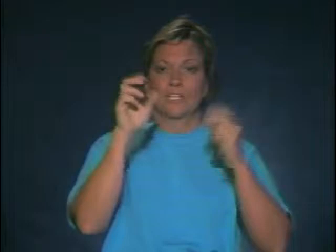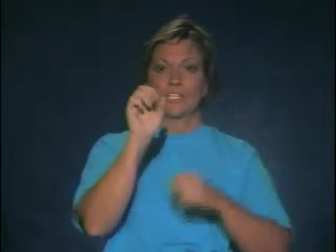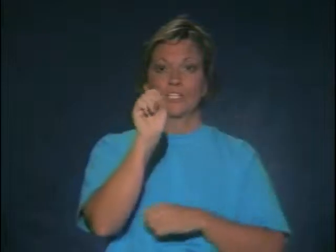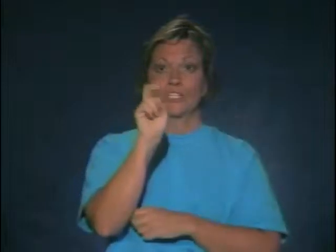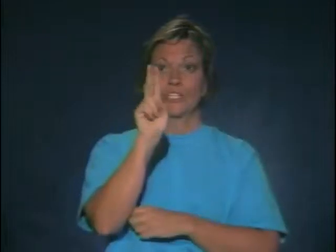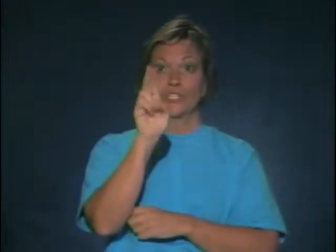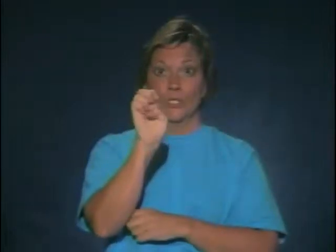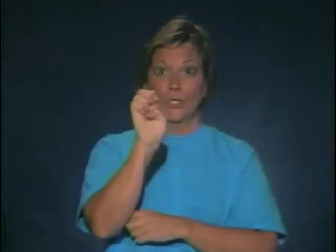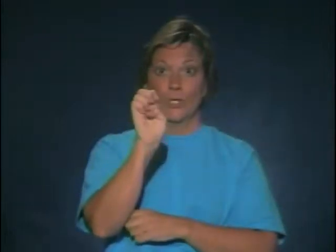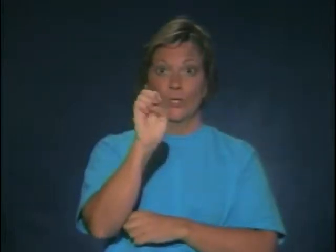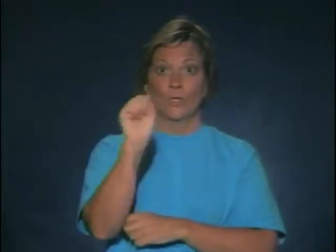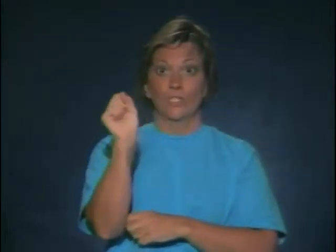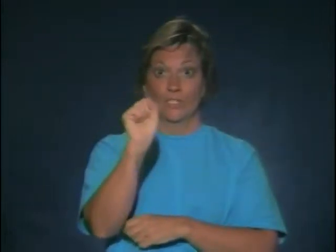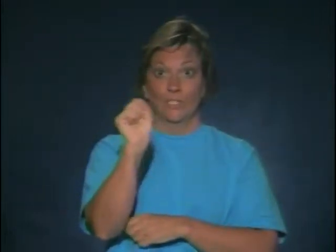Sue